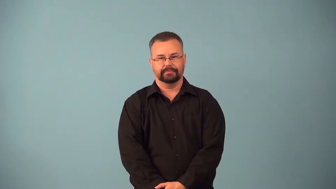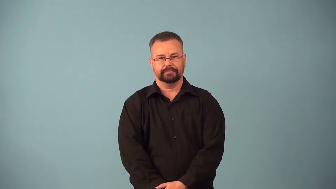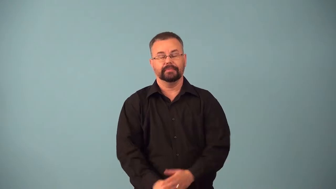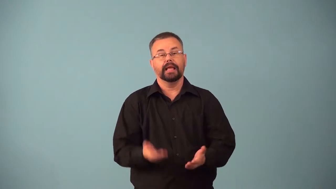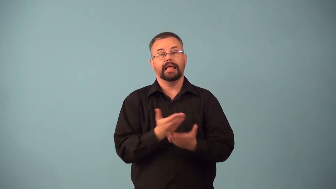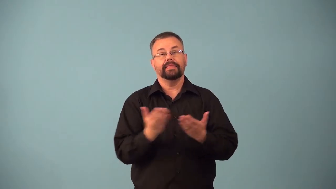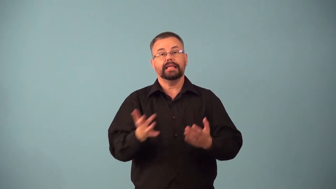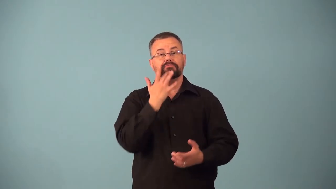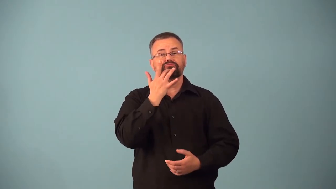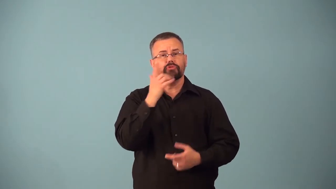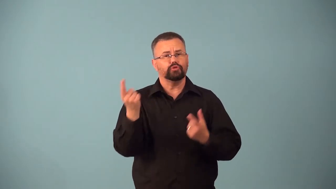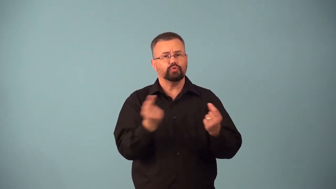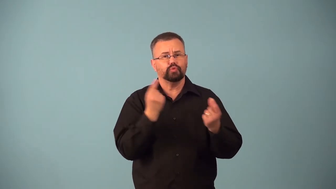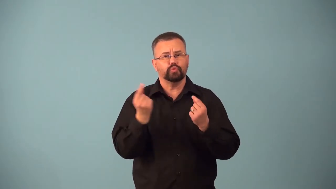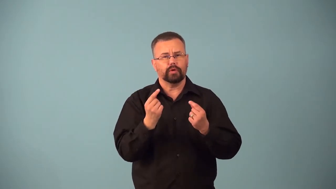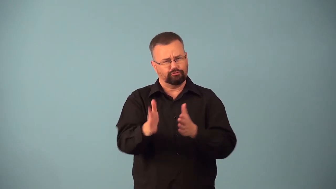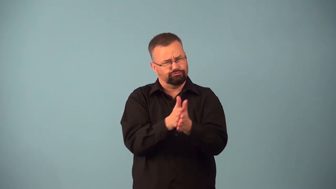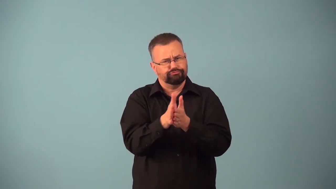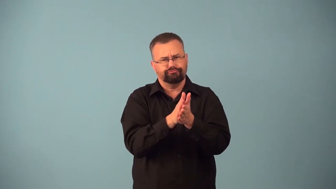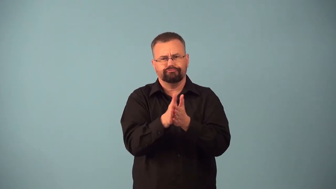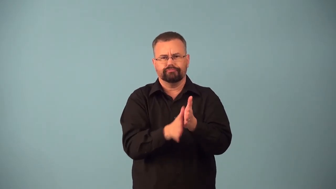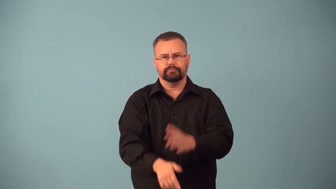avocation